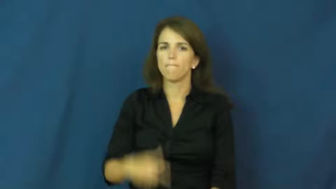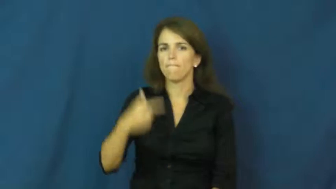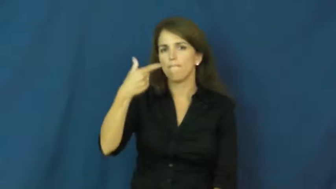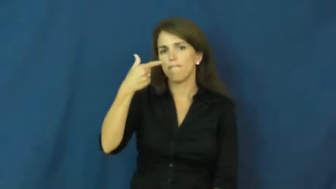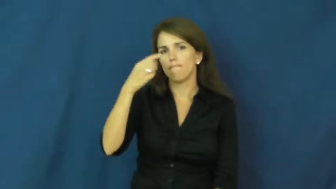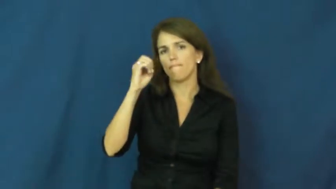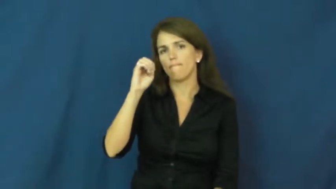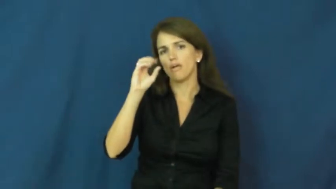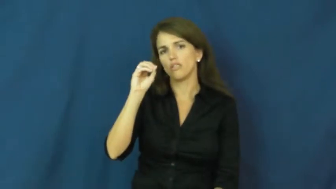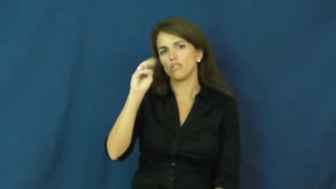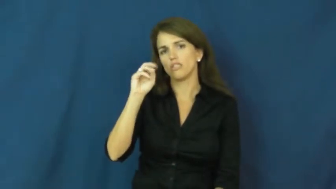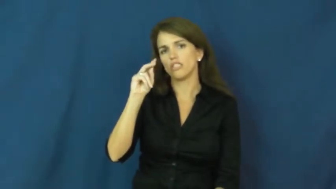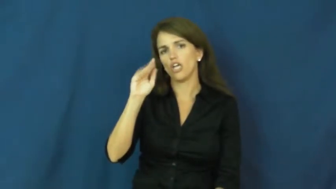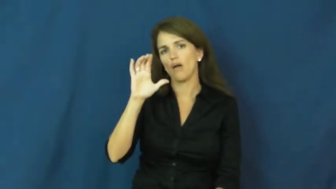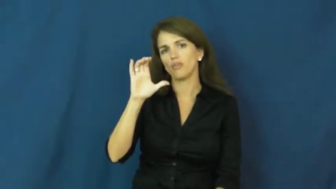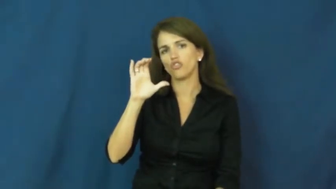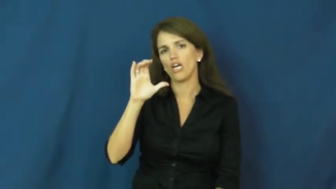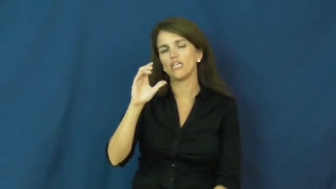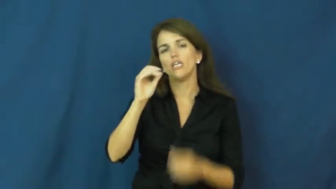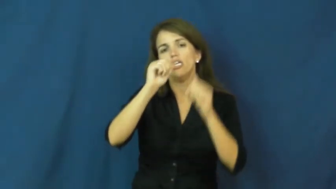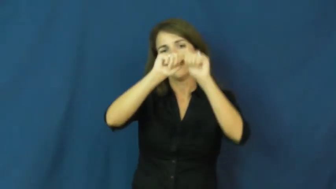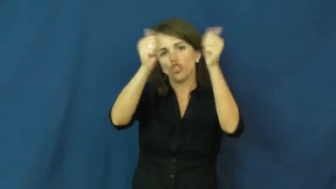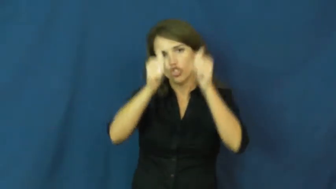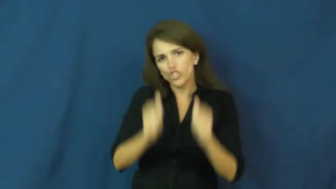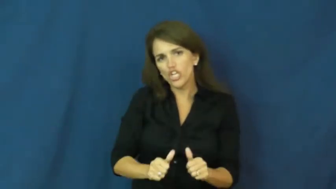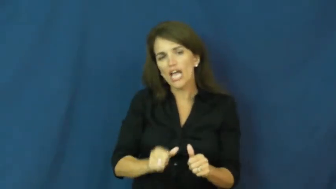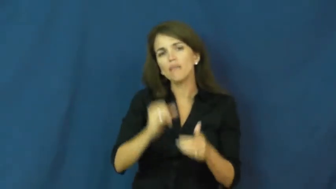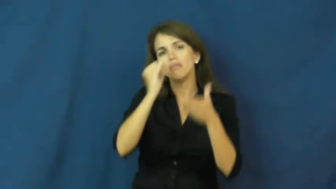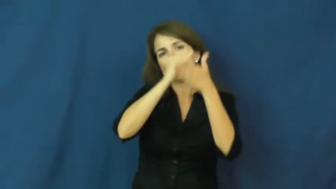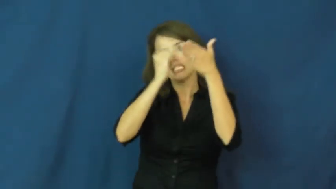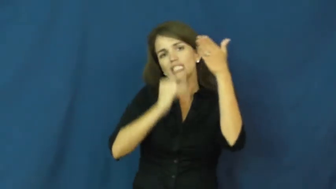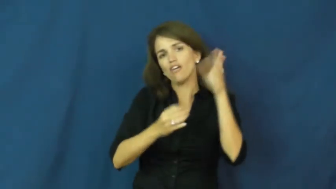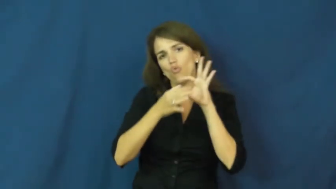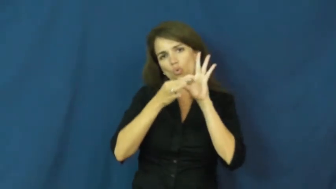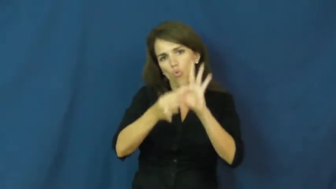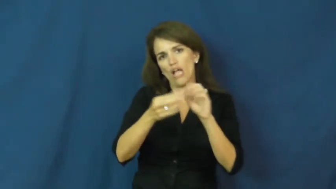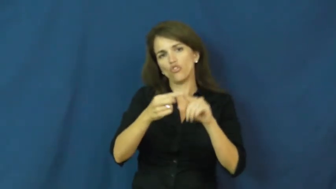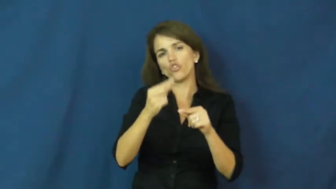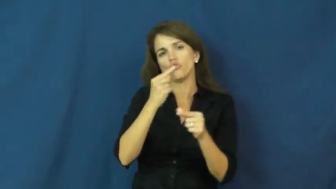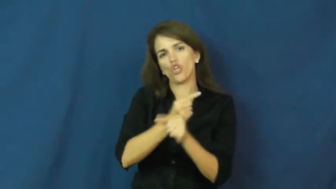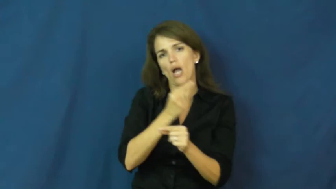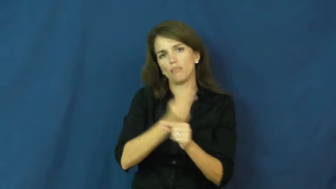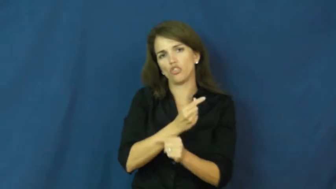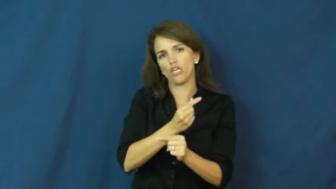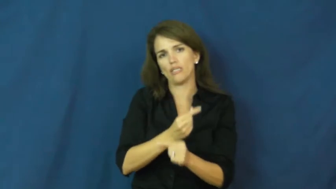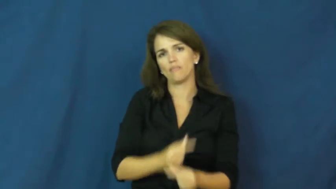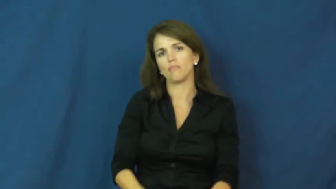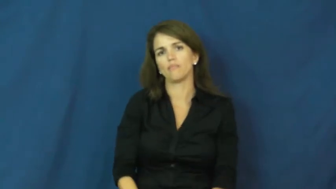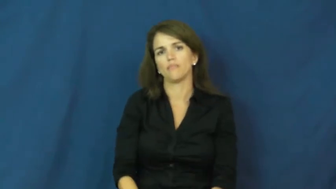geometric